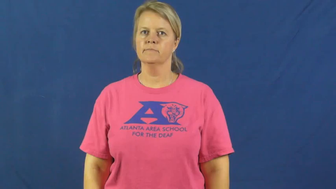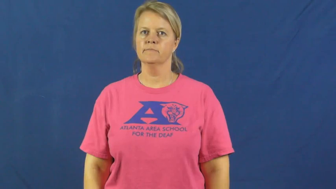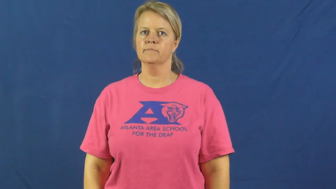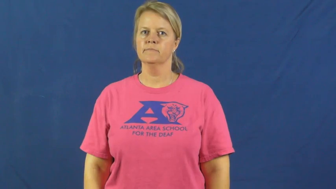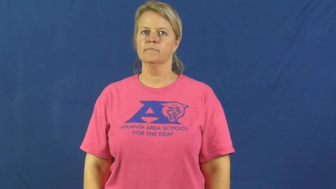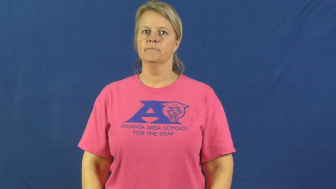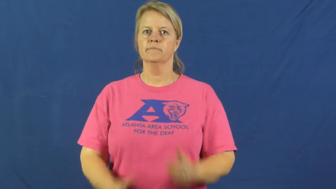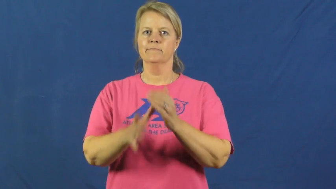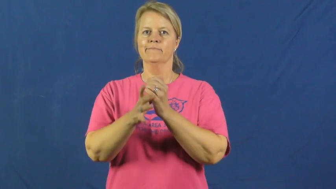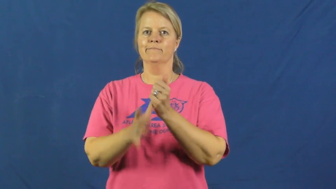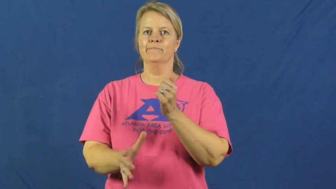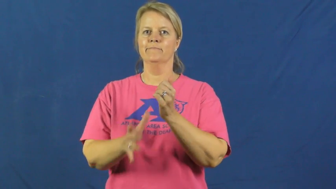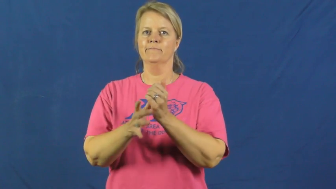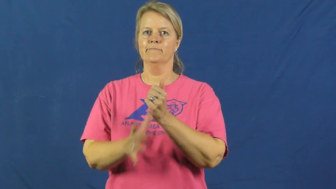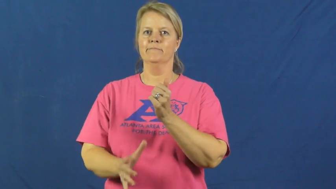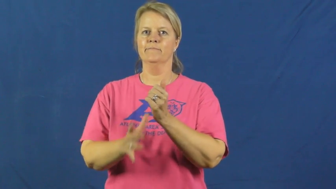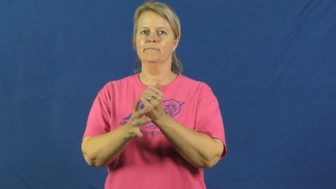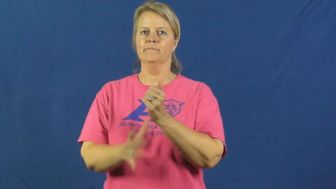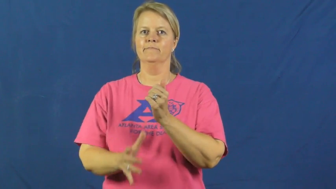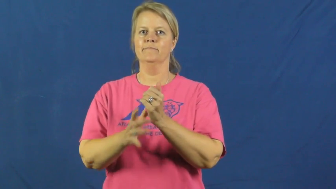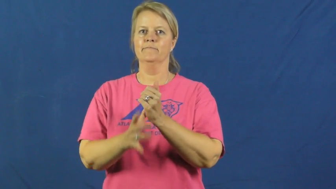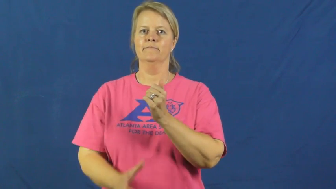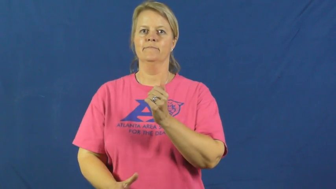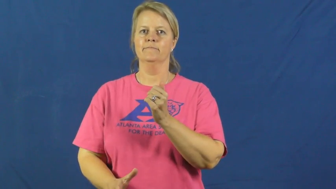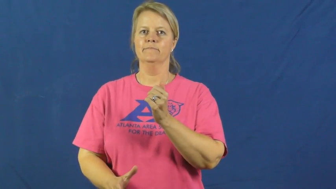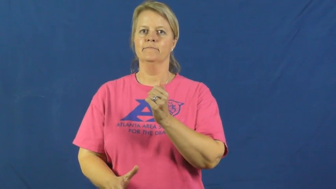diarrhea